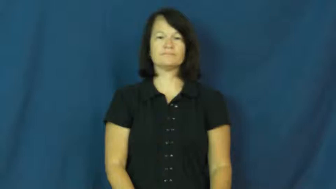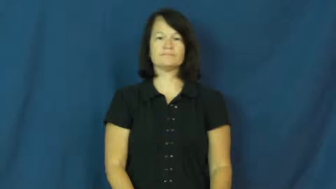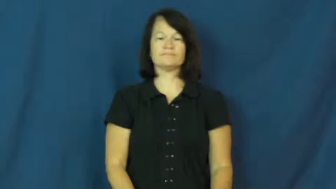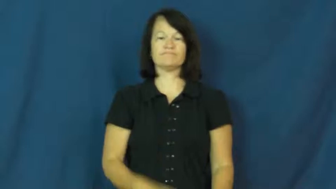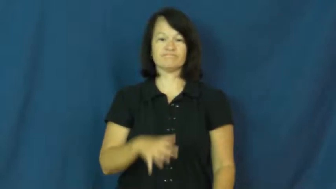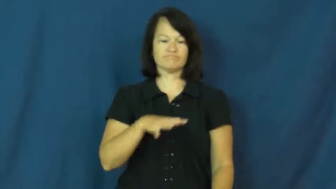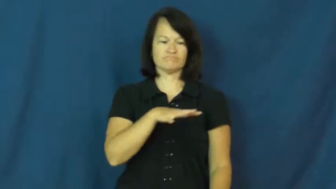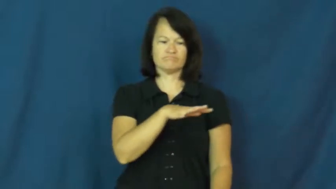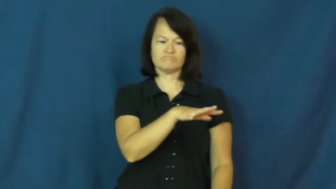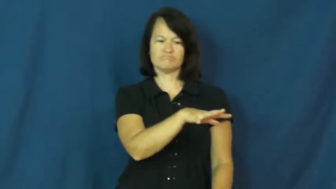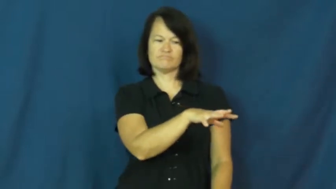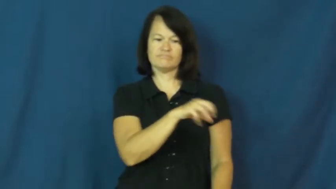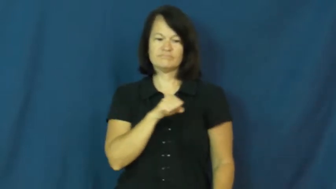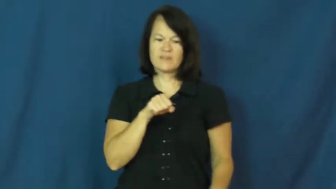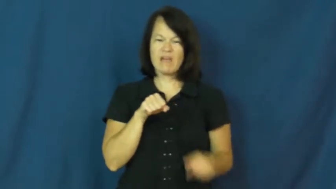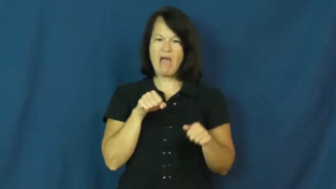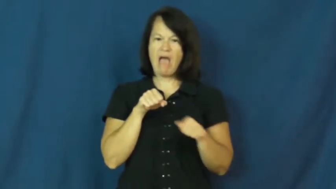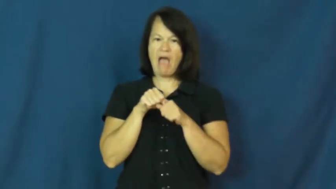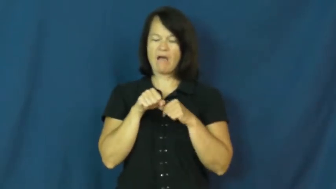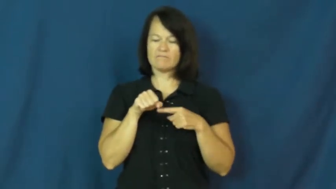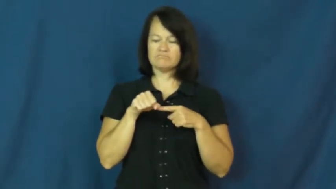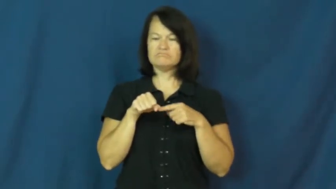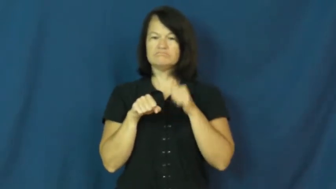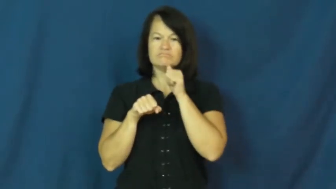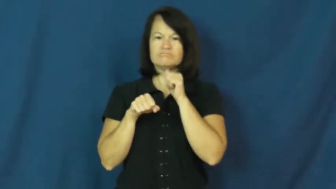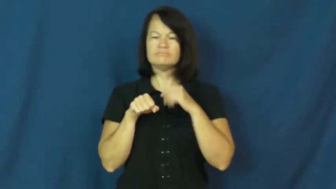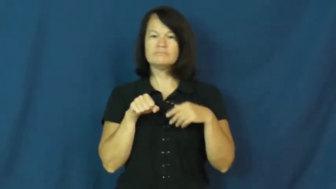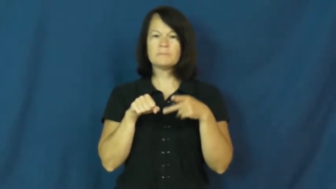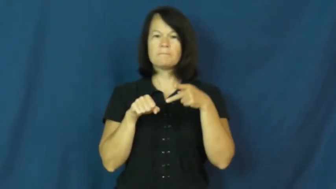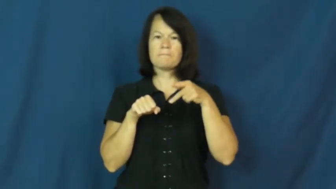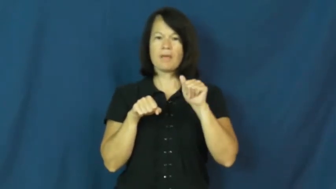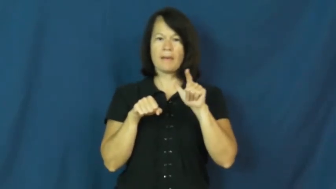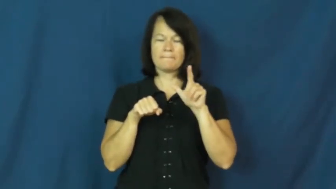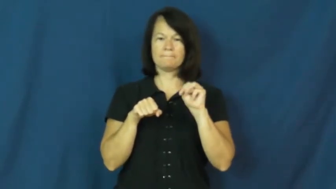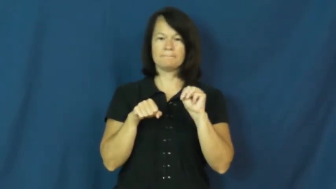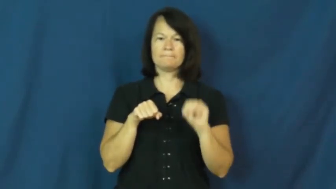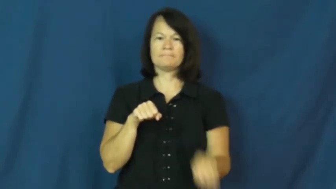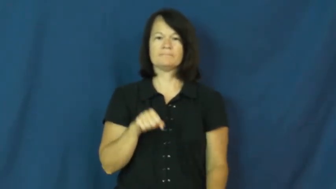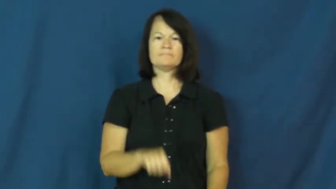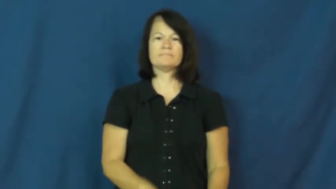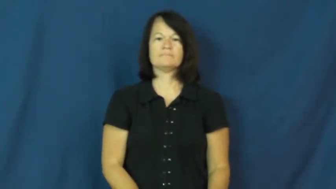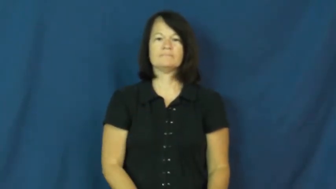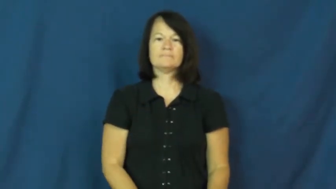palm-hide